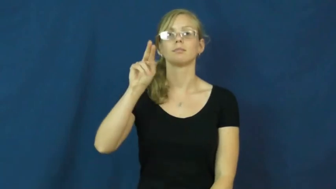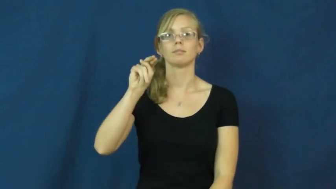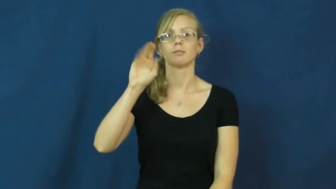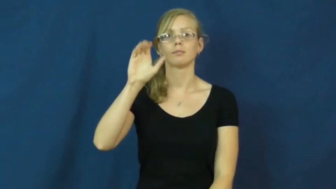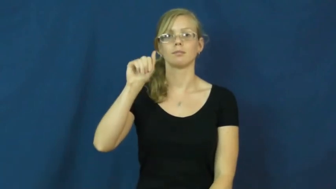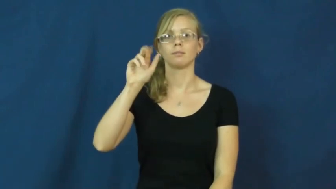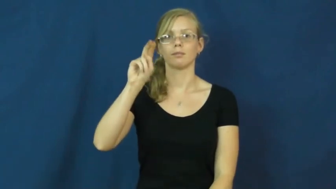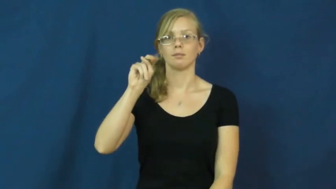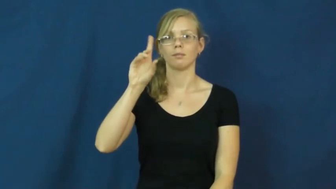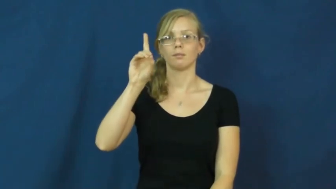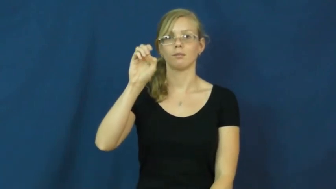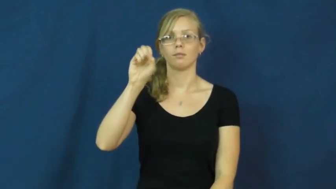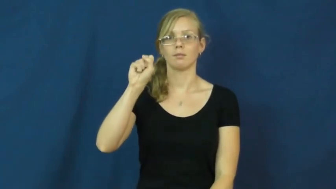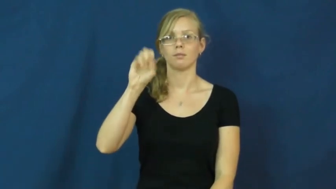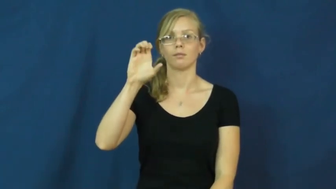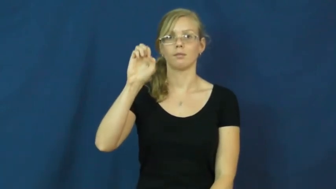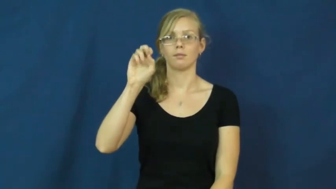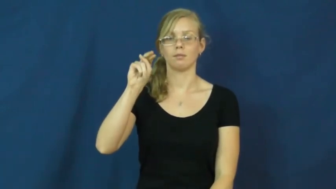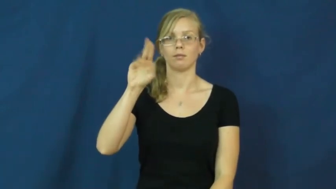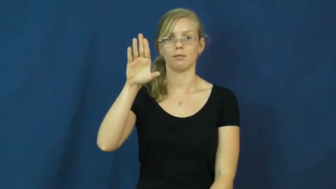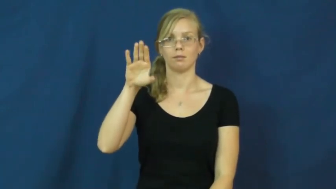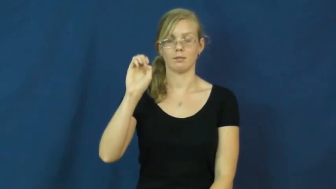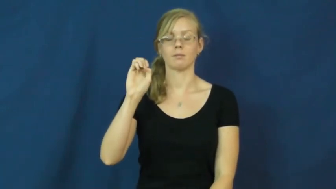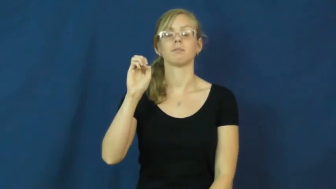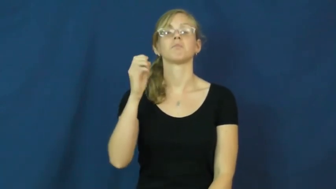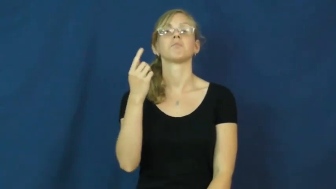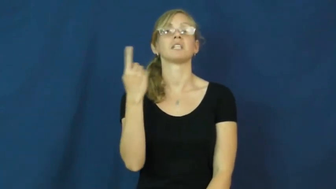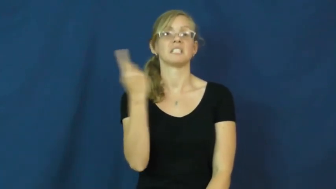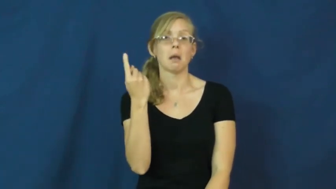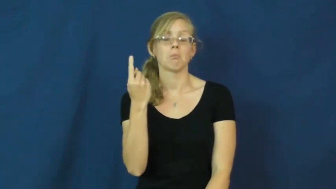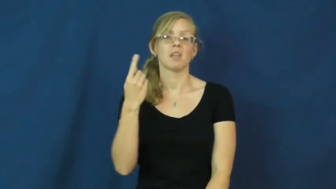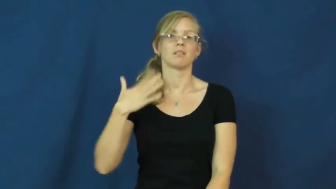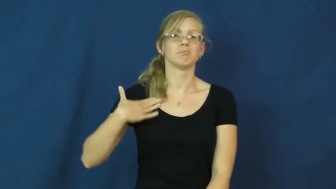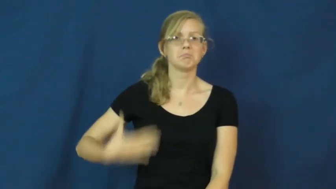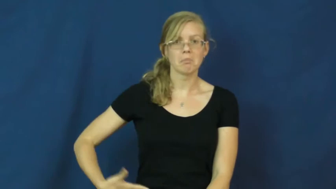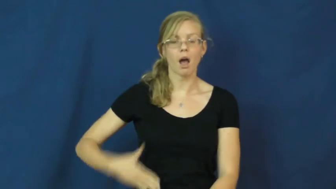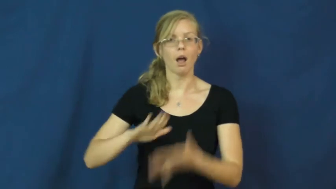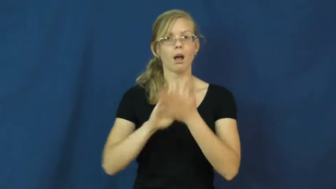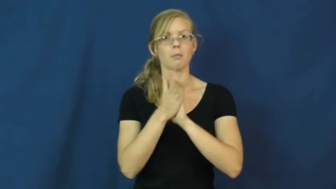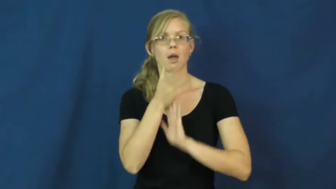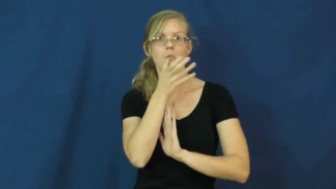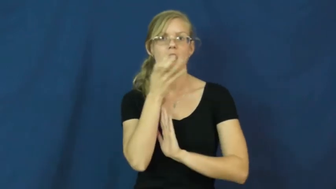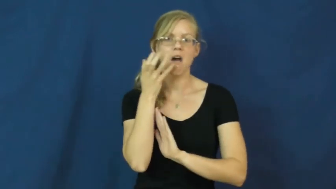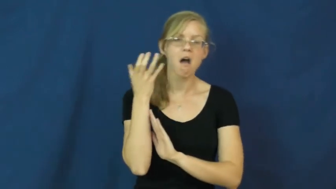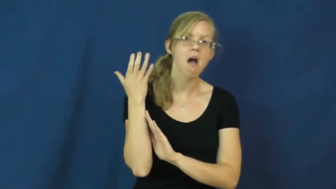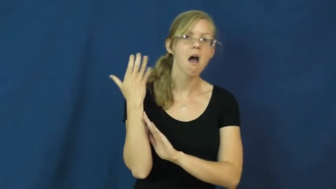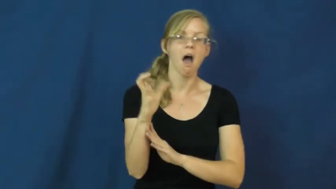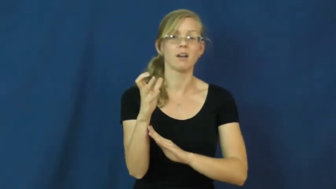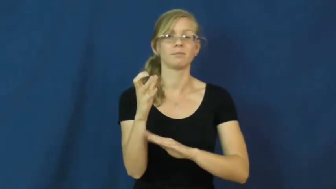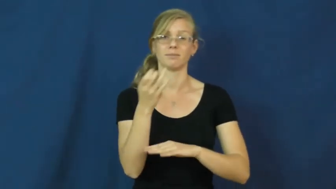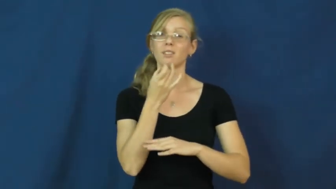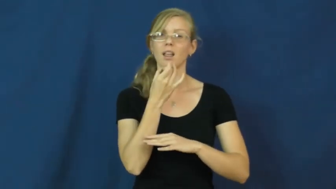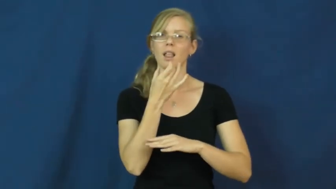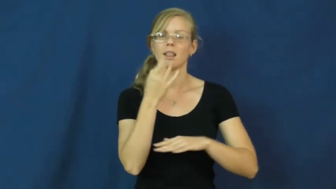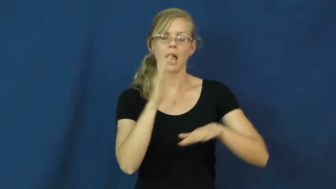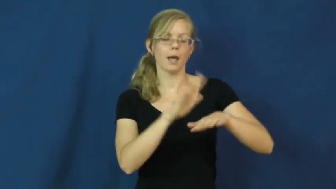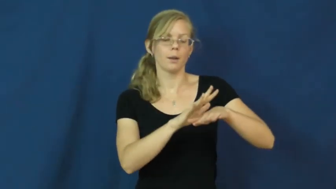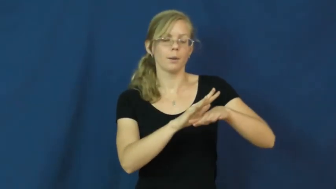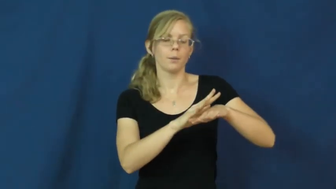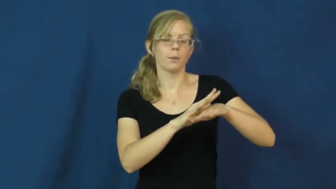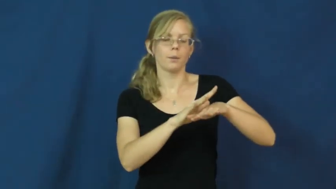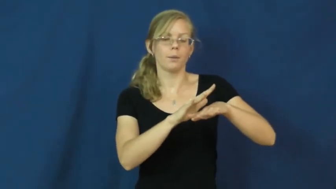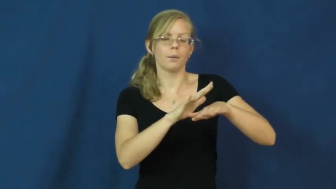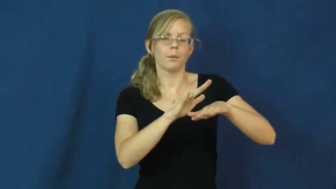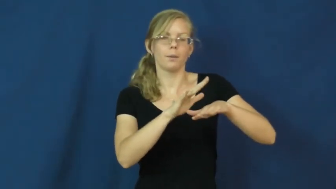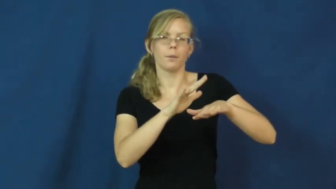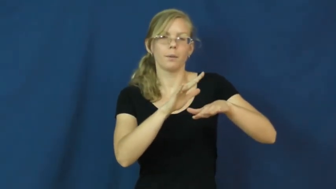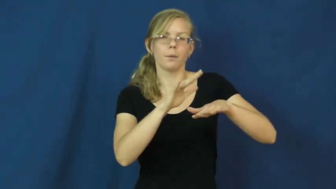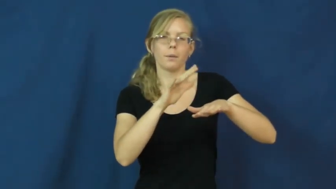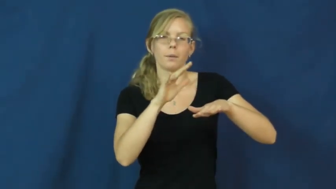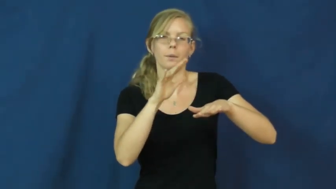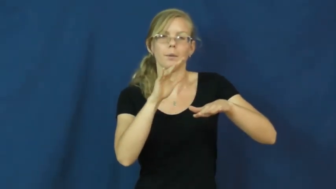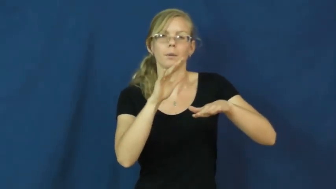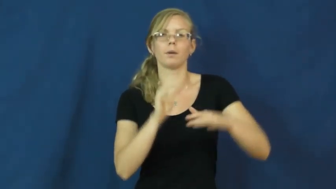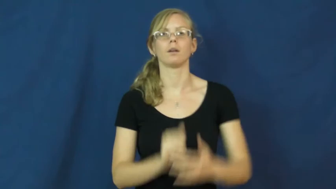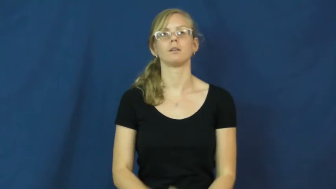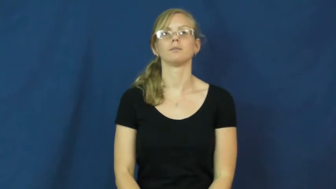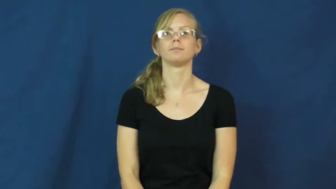incandescence